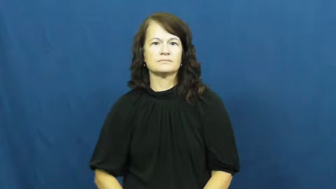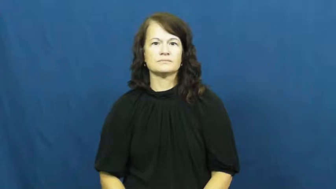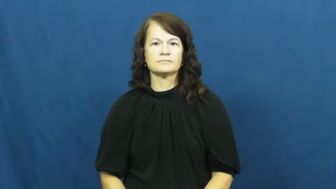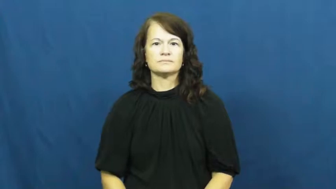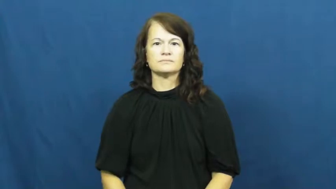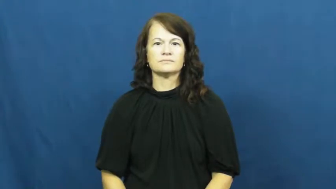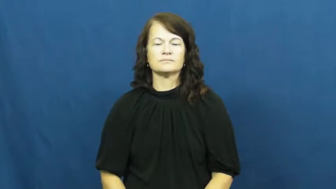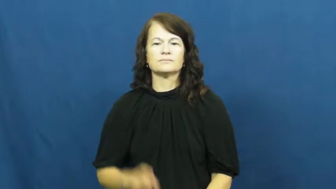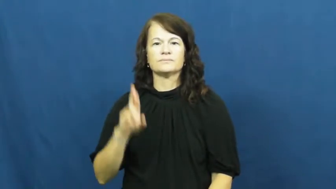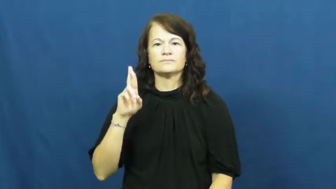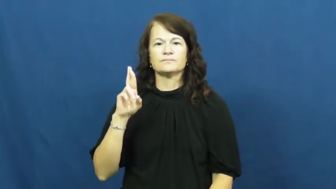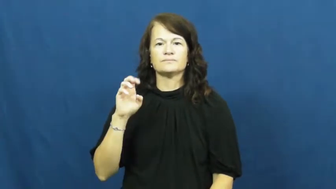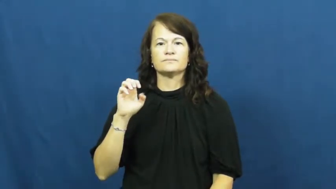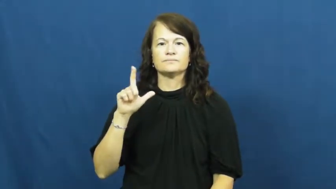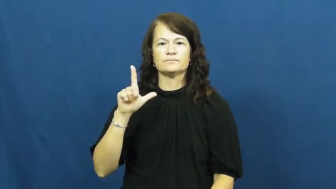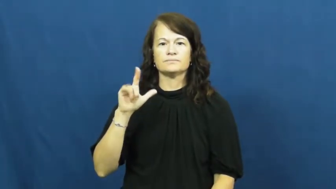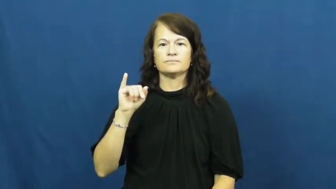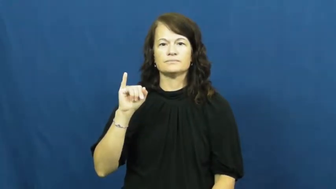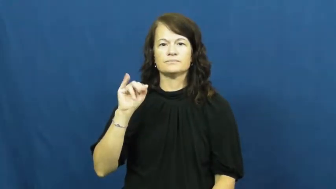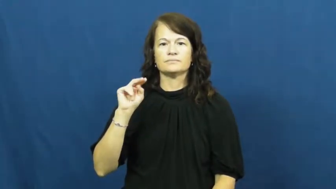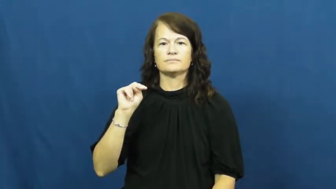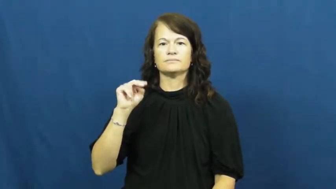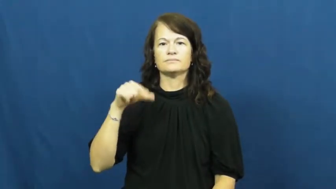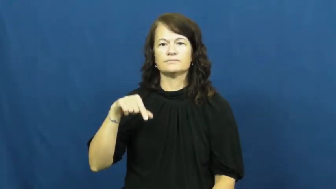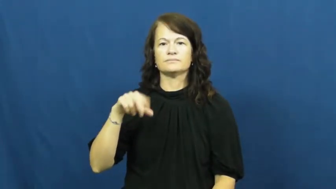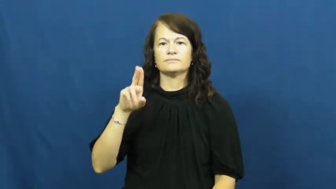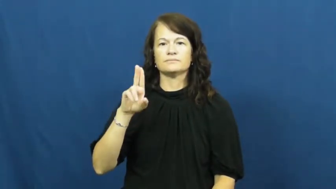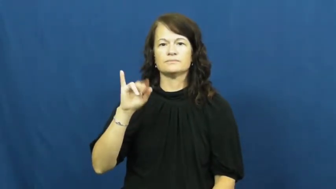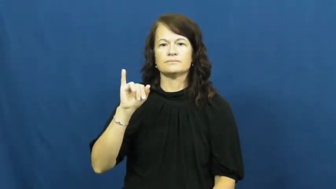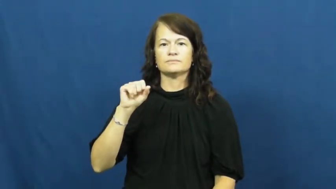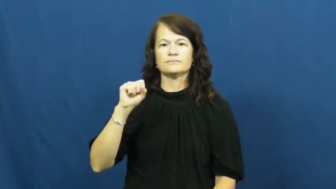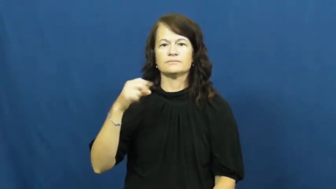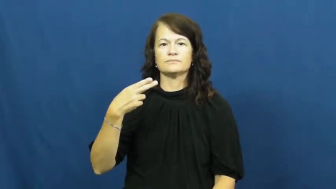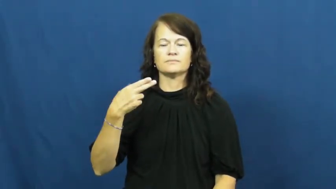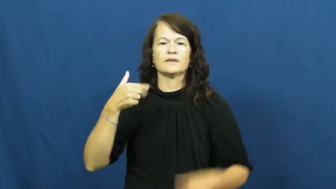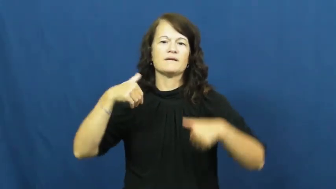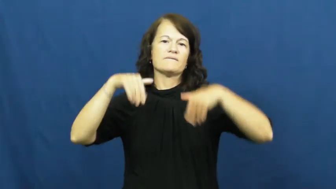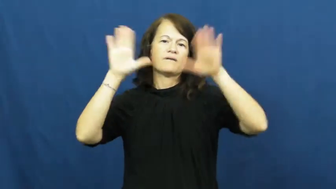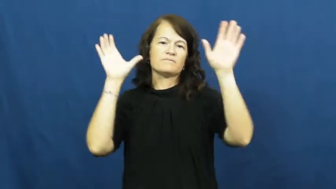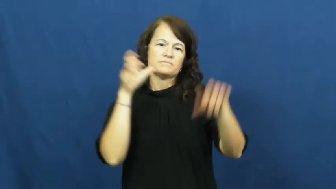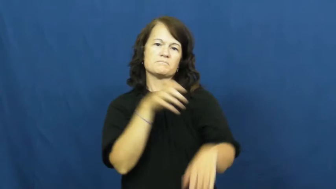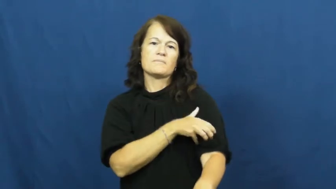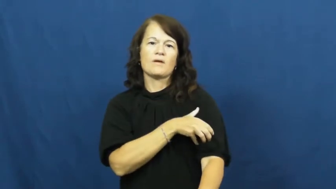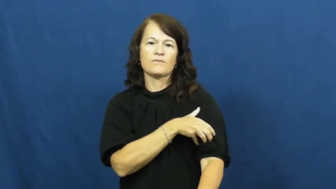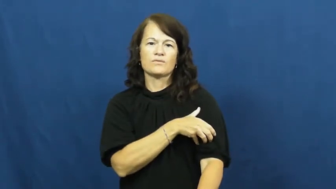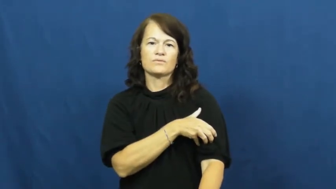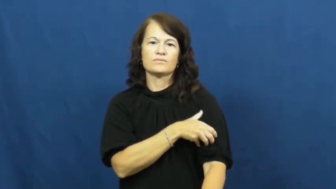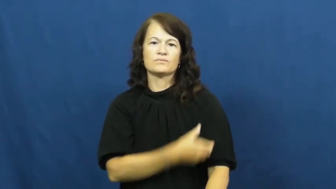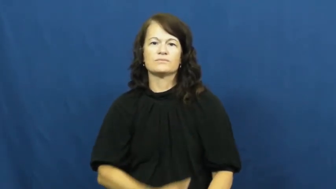relinquish